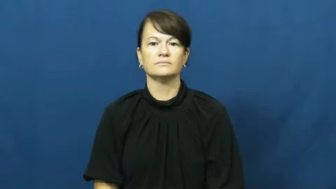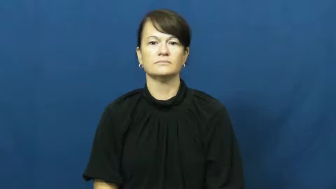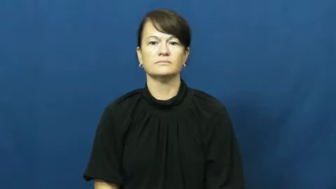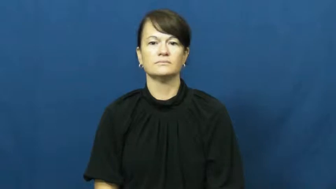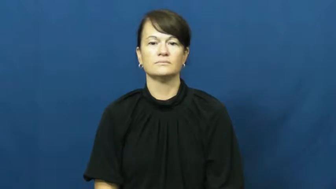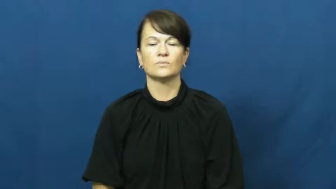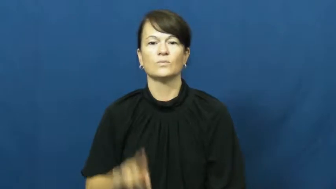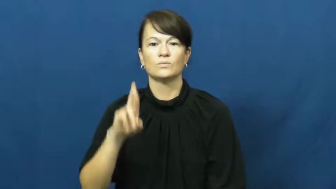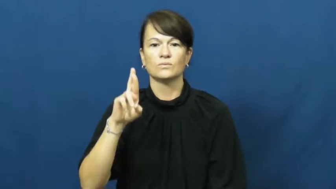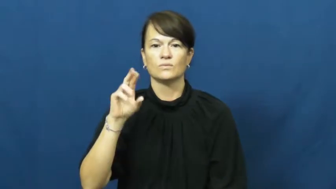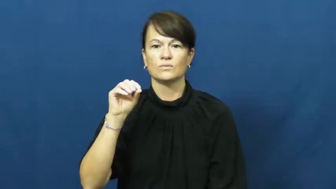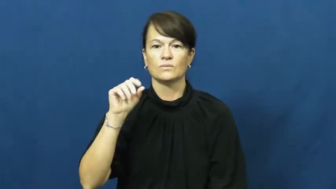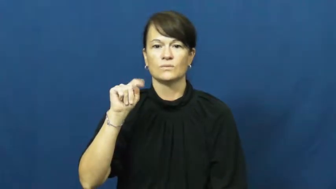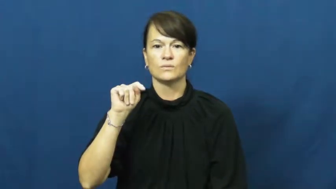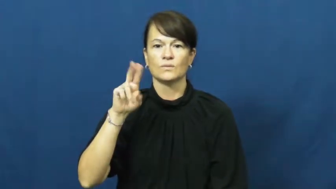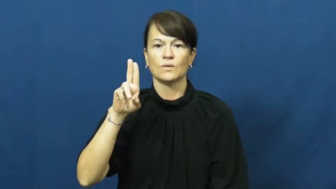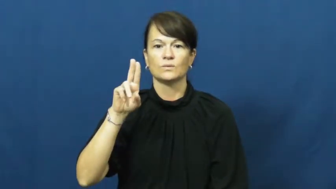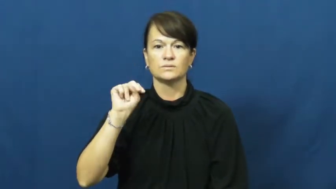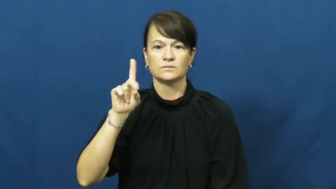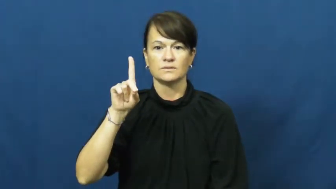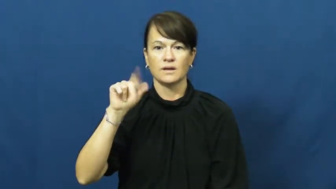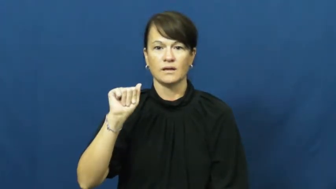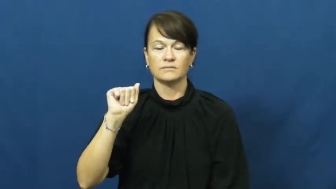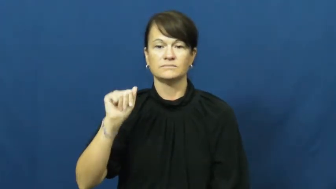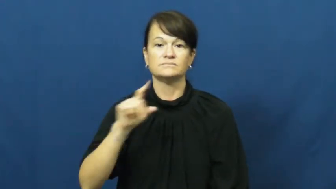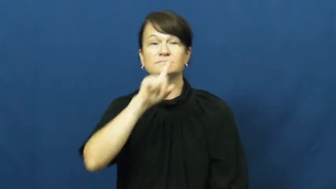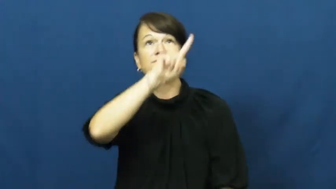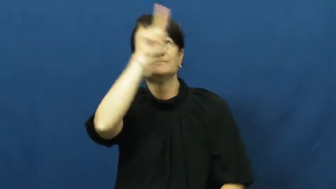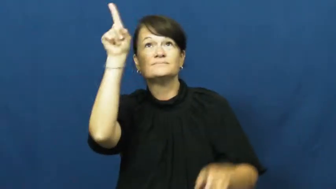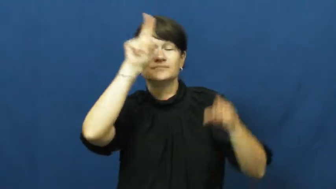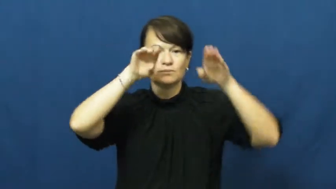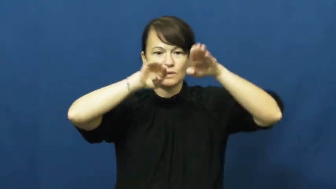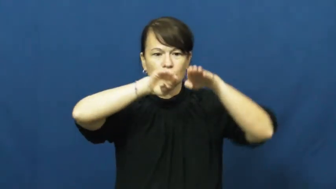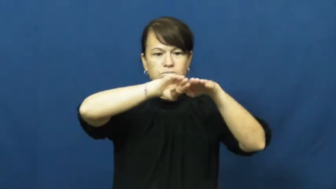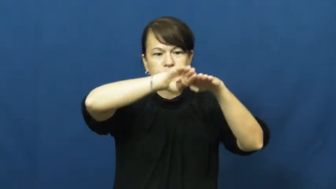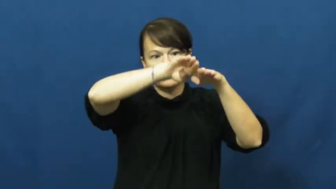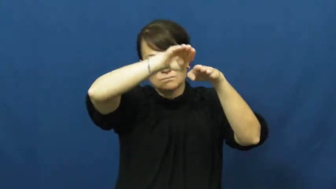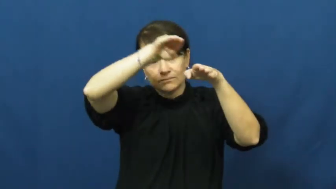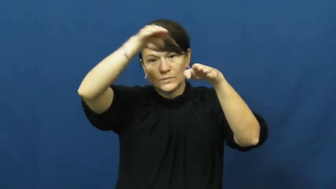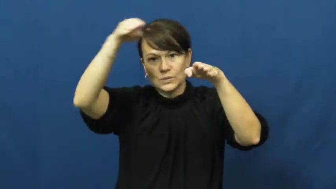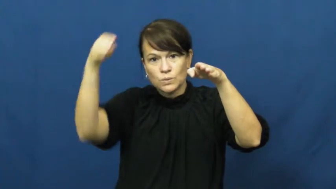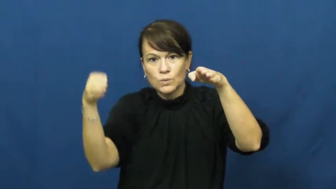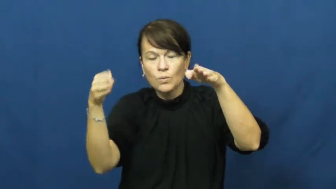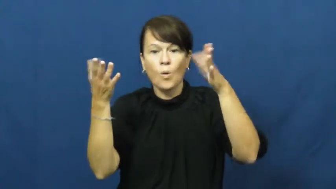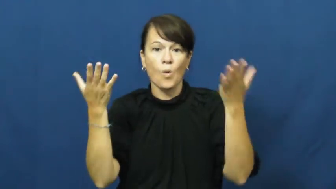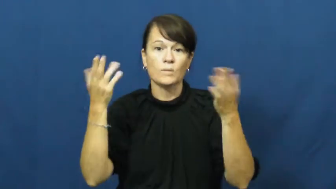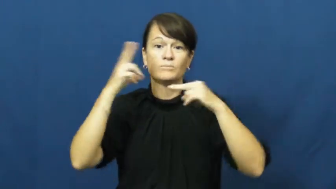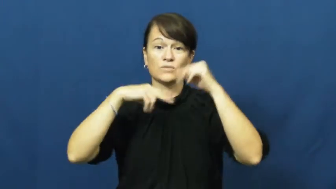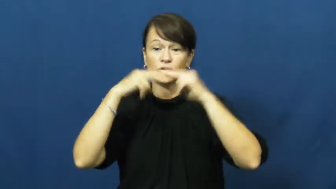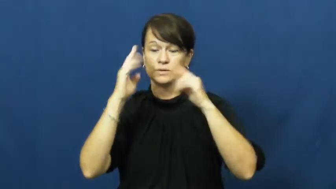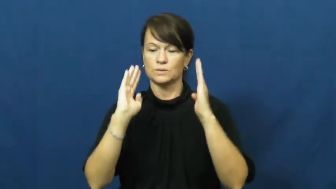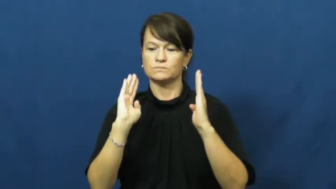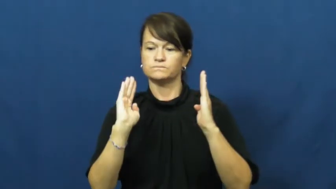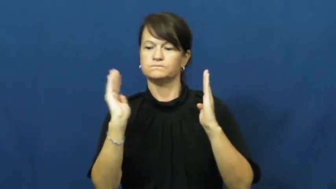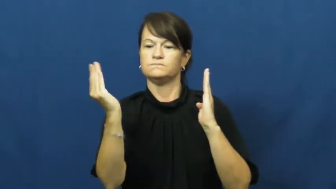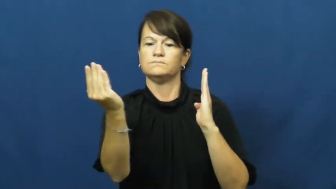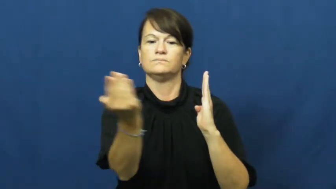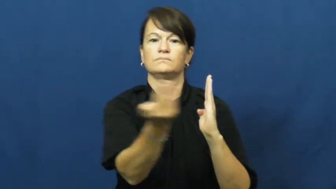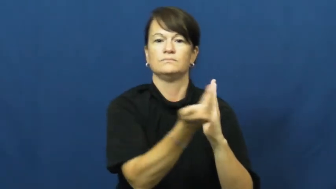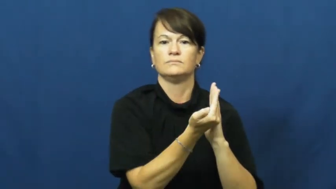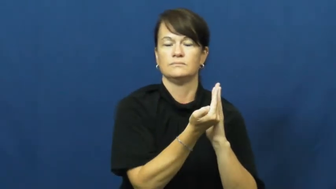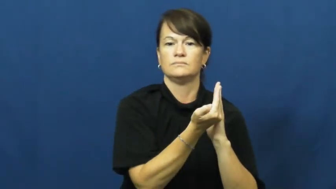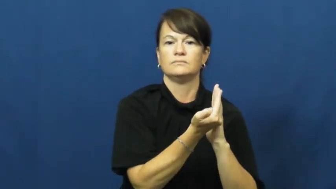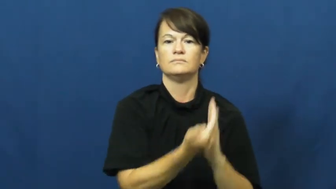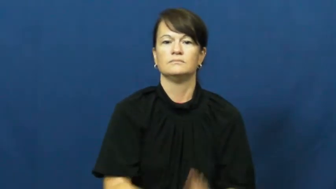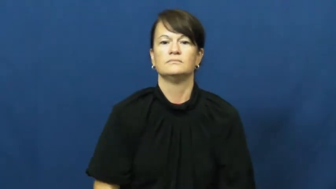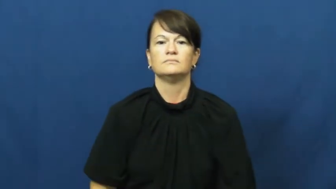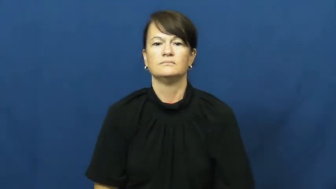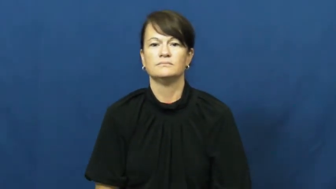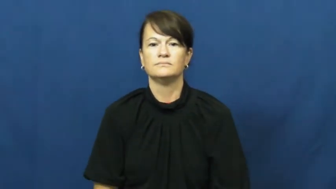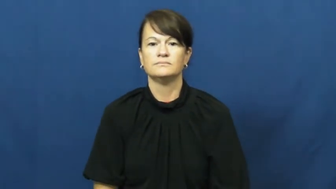rotunda